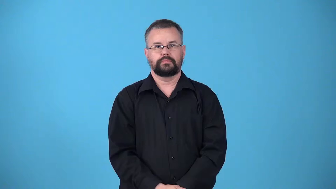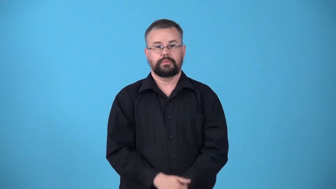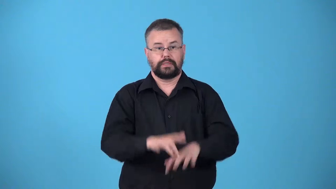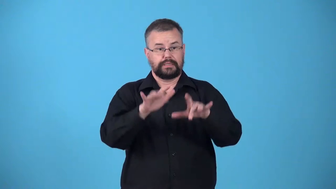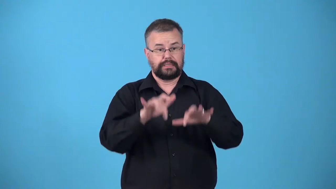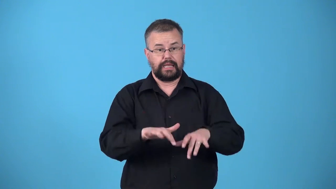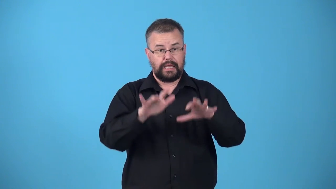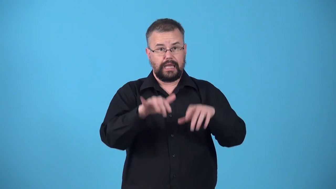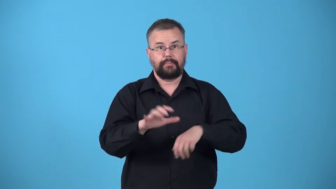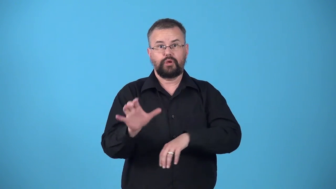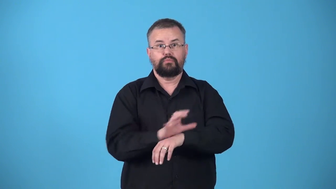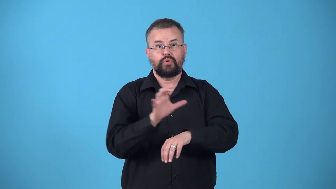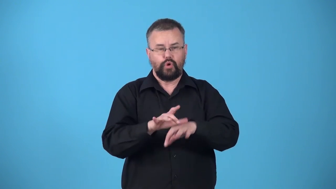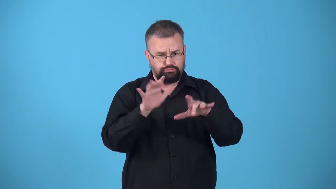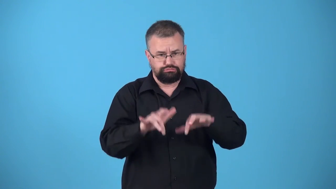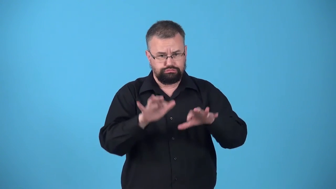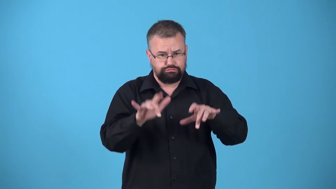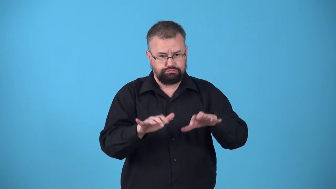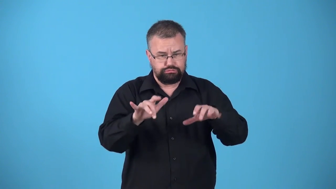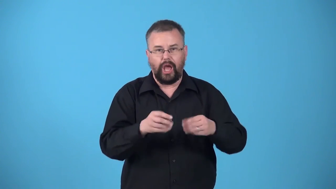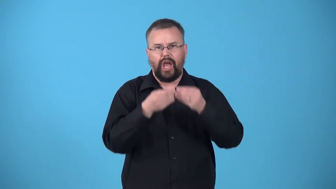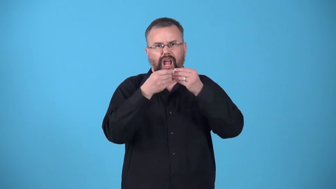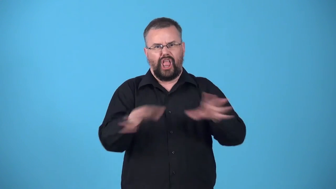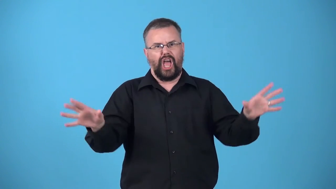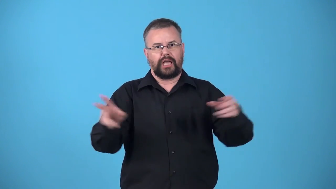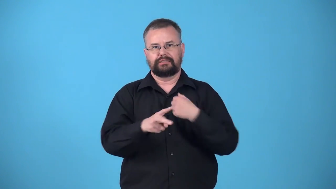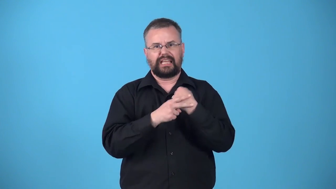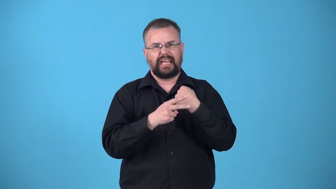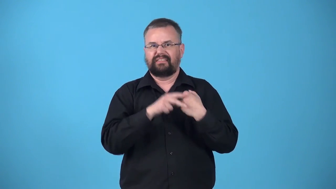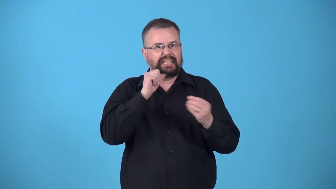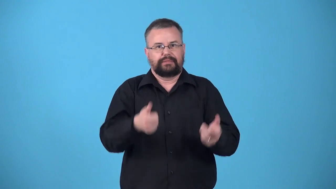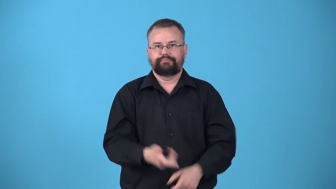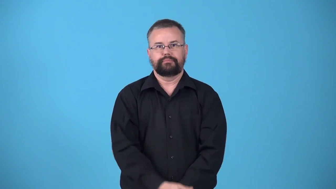unsaved-file